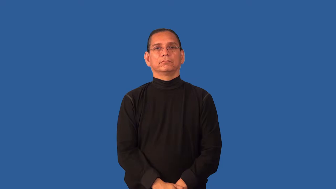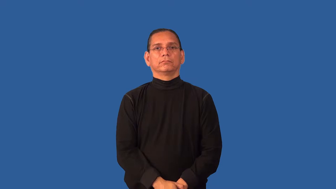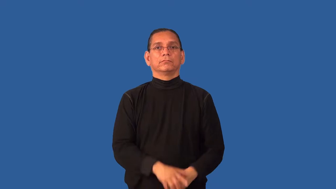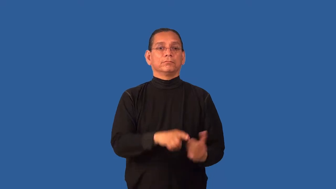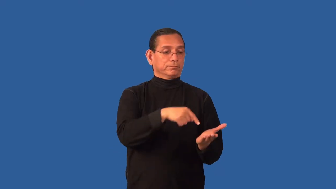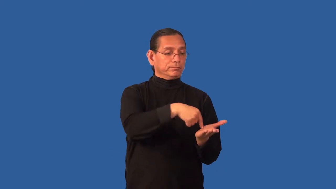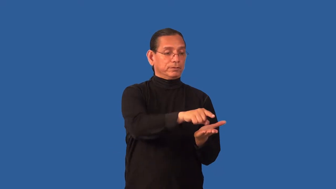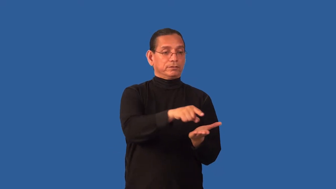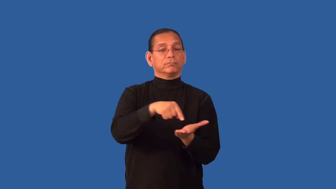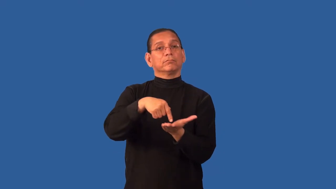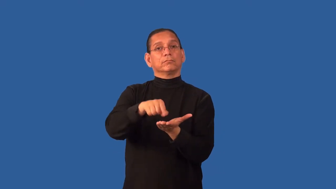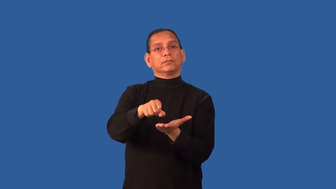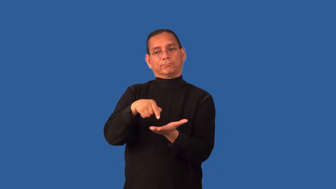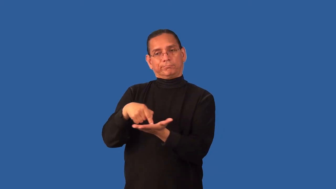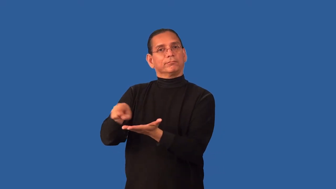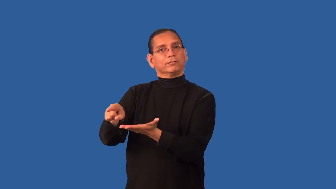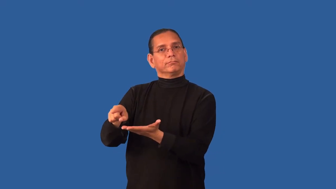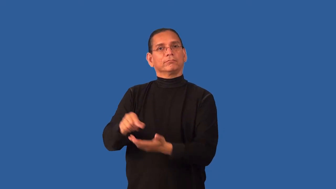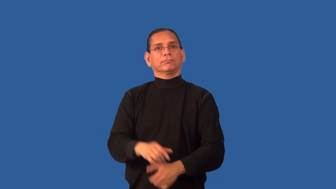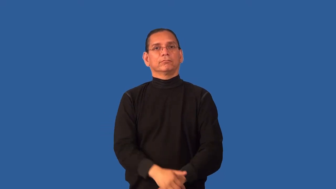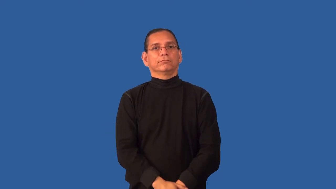disburse